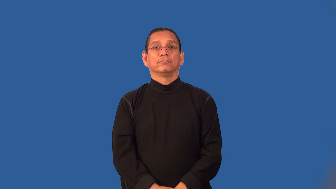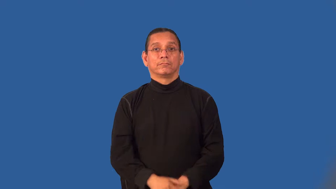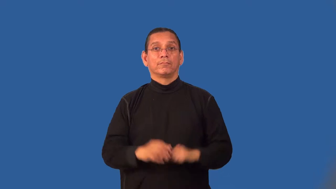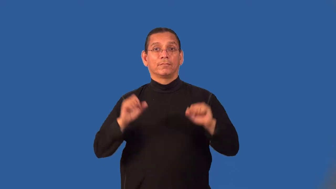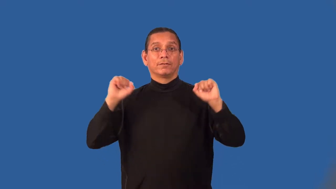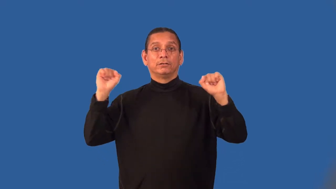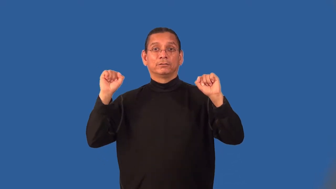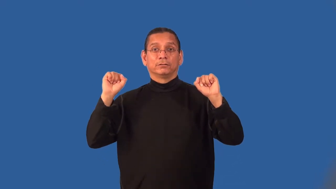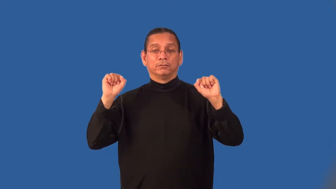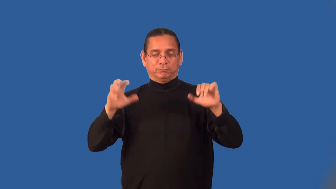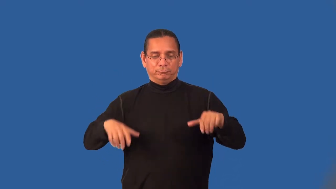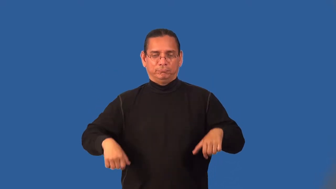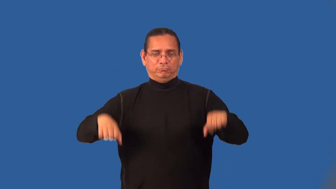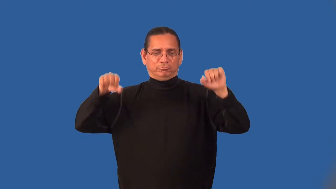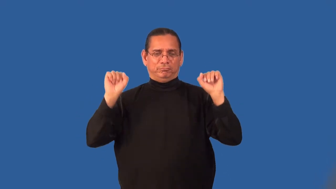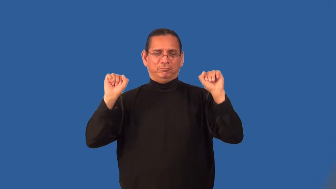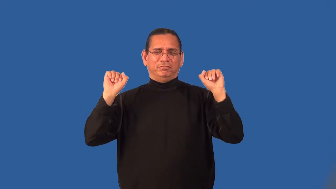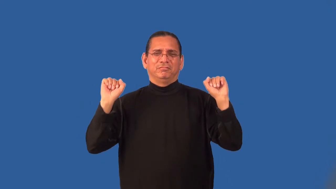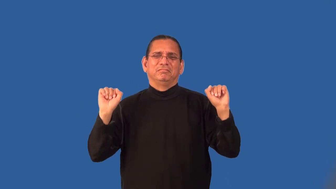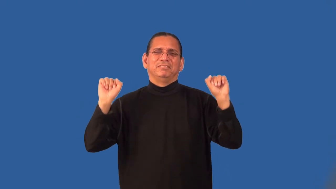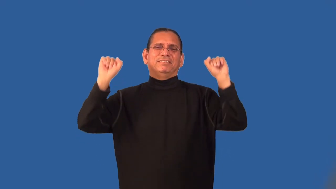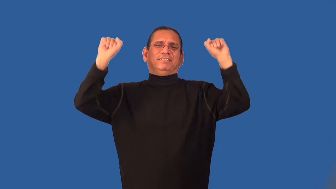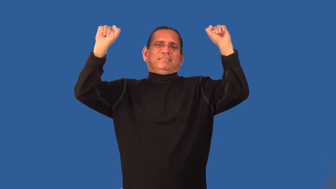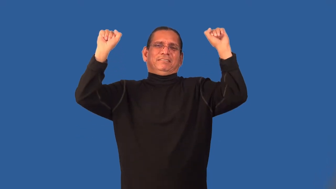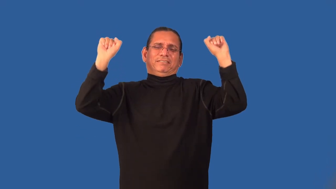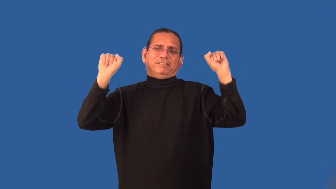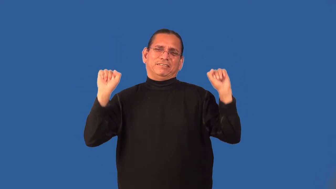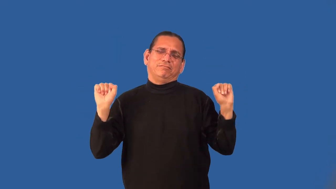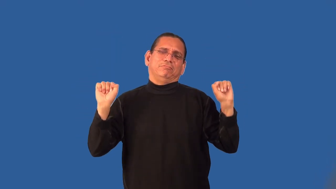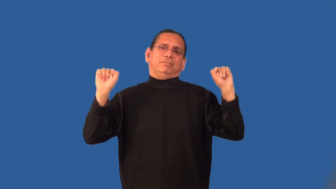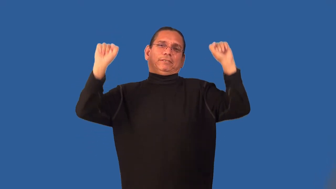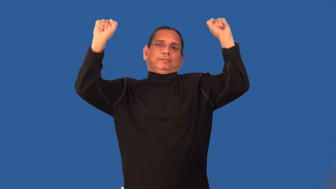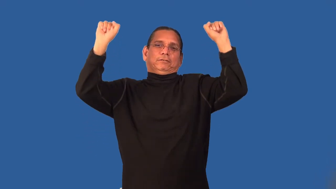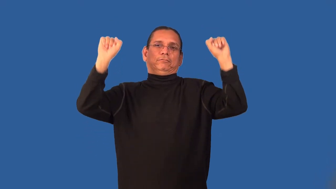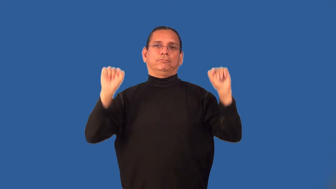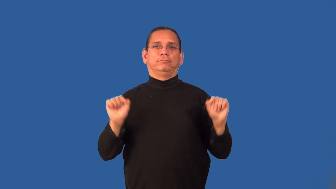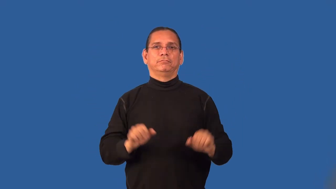lift-weights